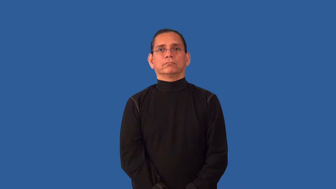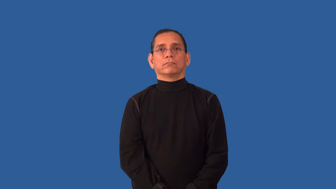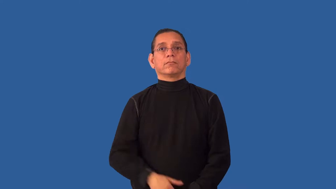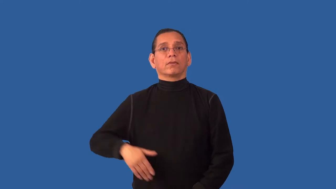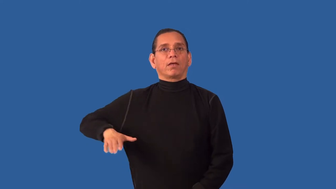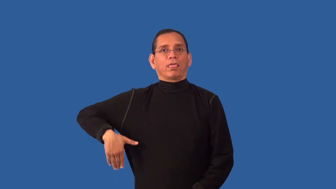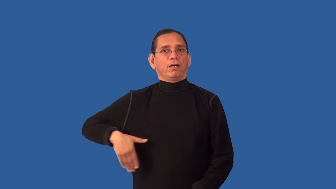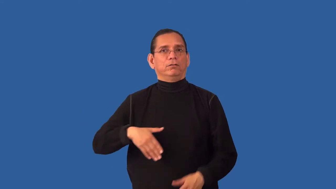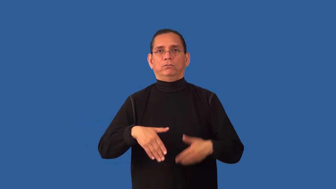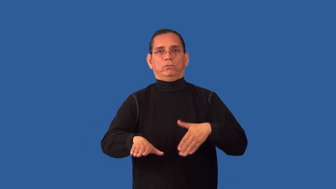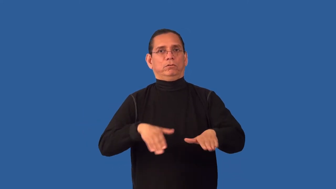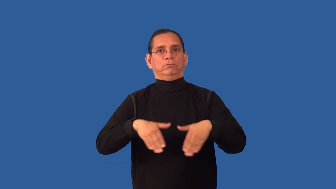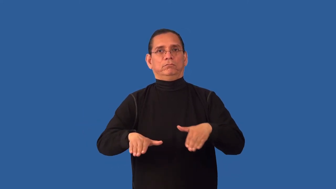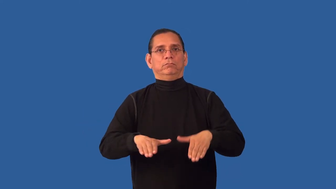unbeaten,untrodden-not walked